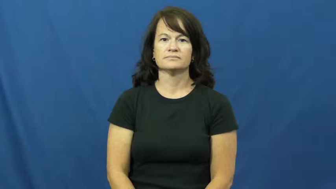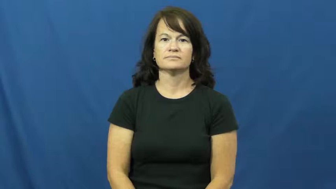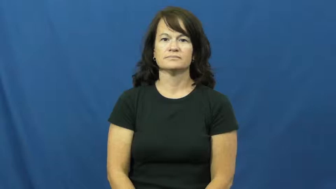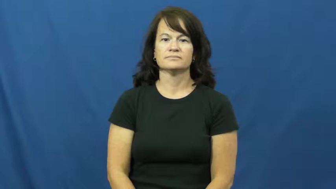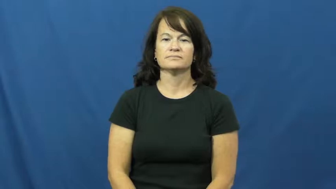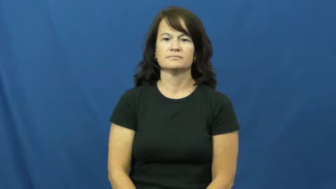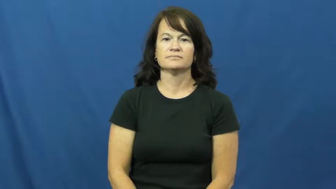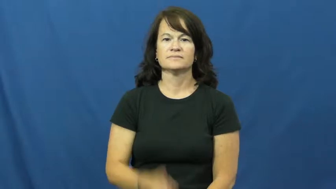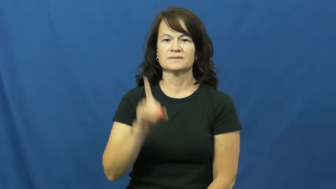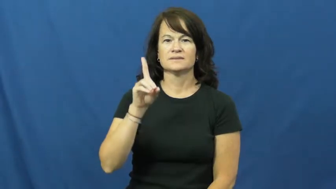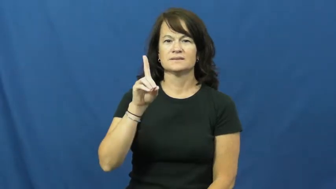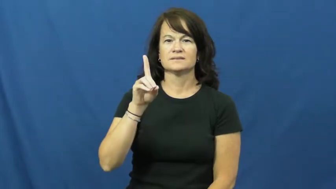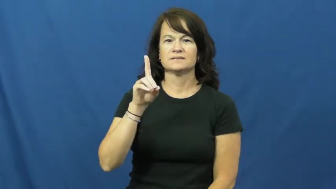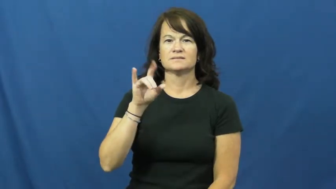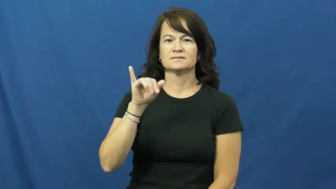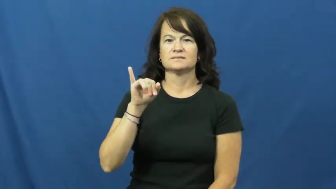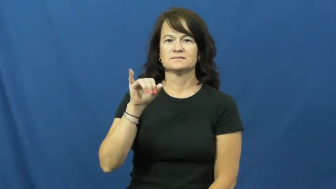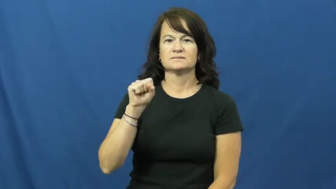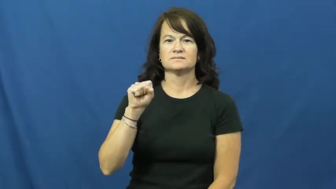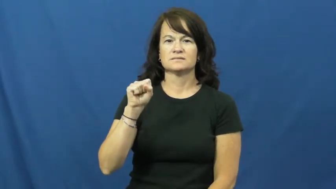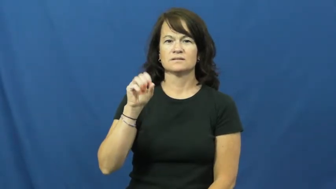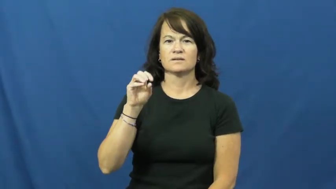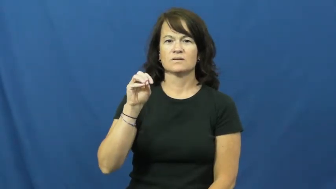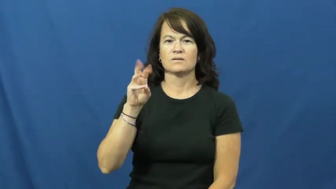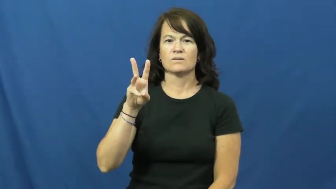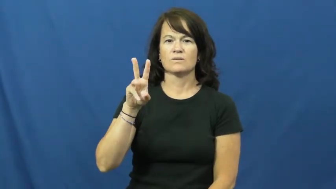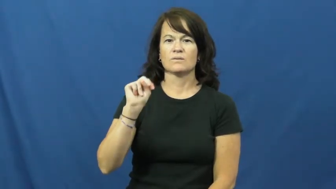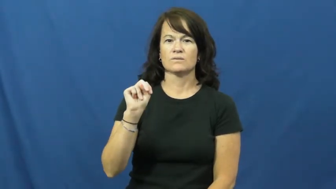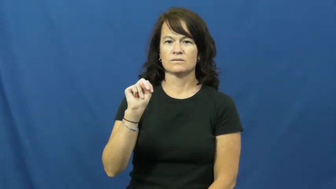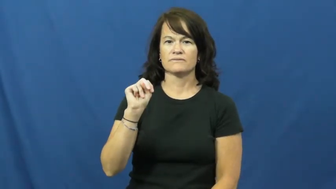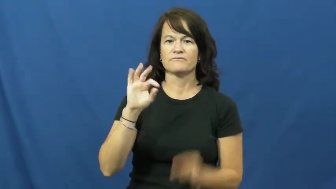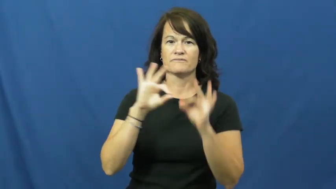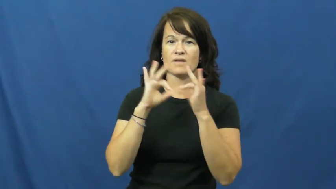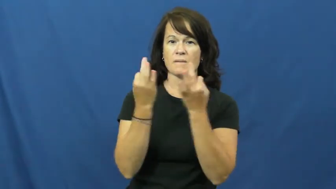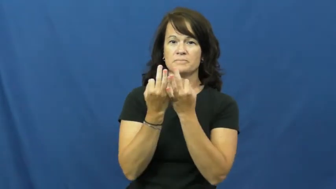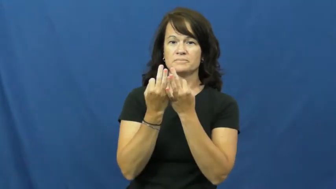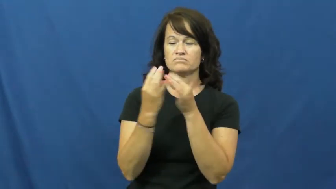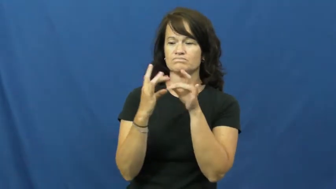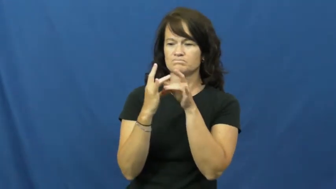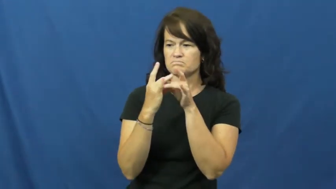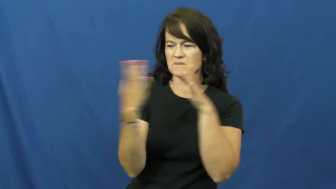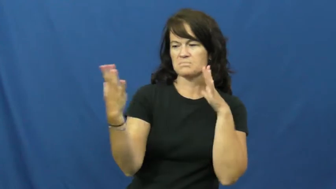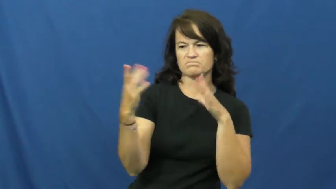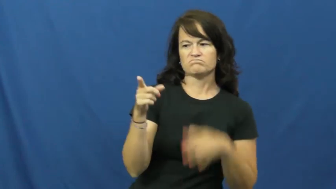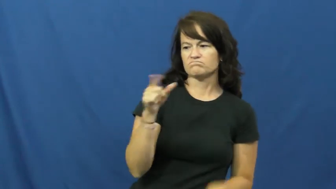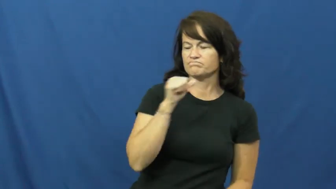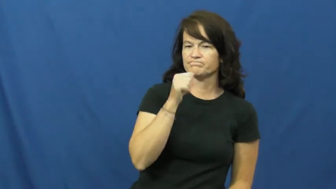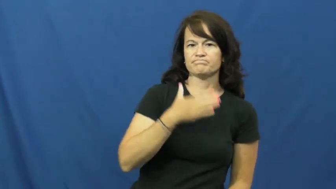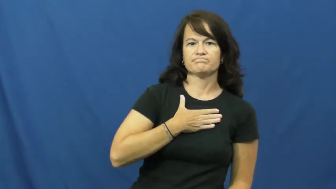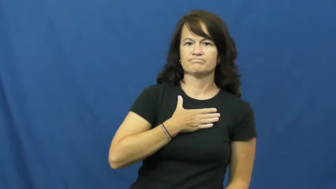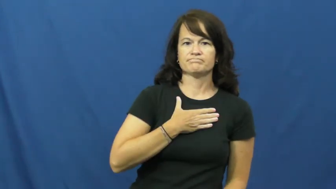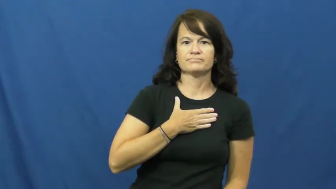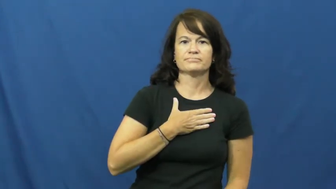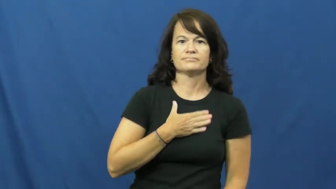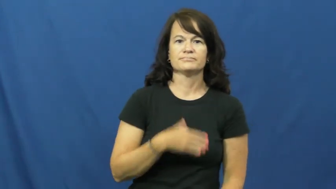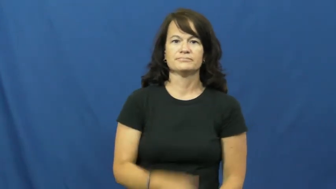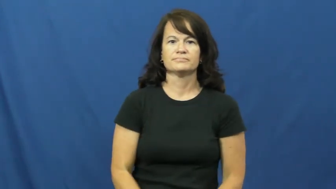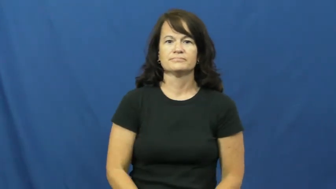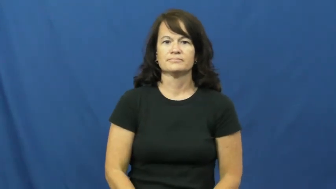disown